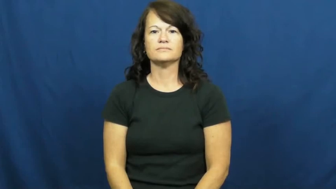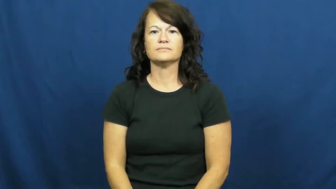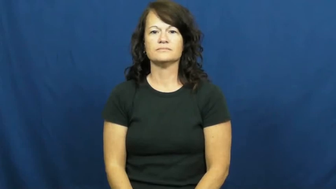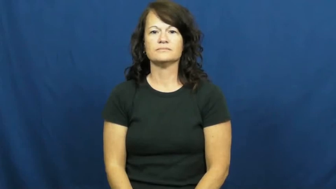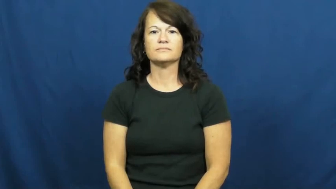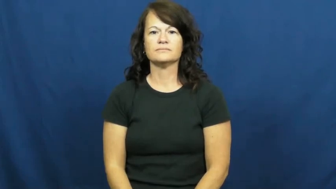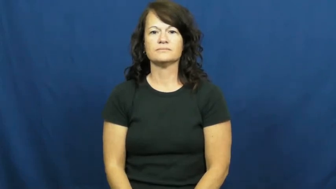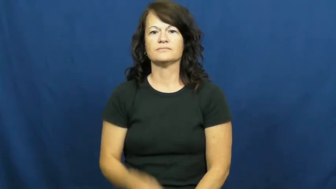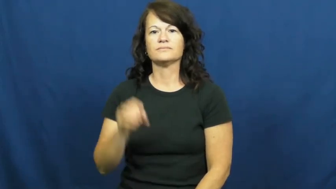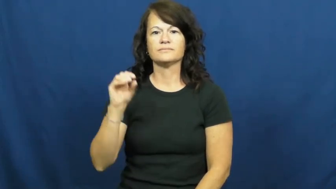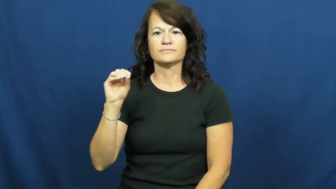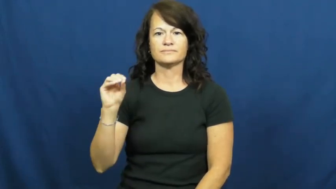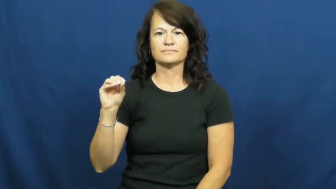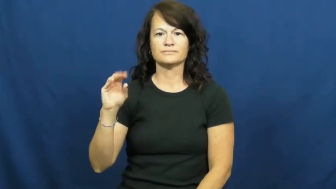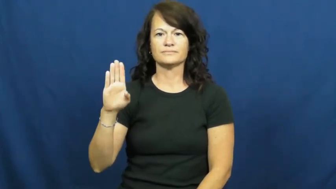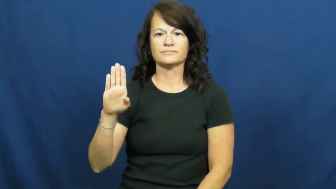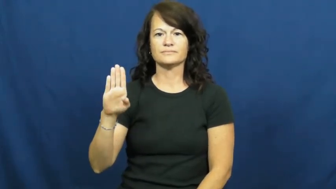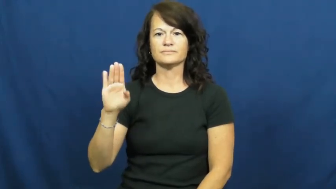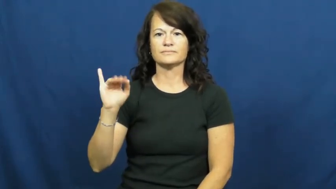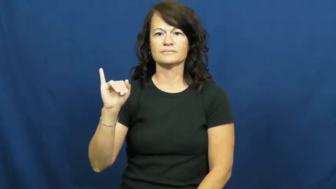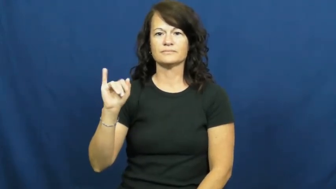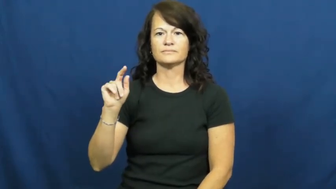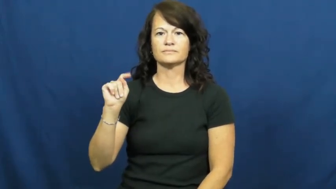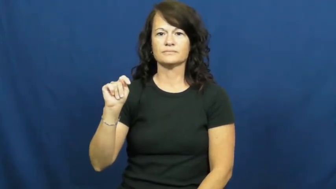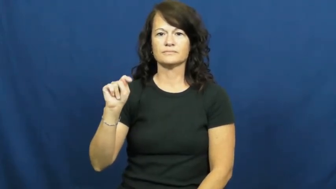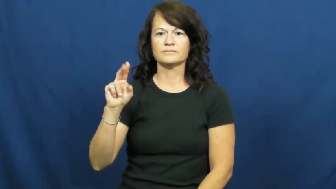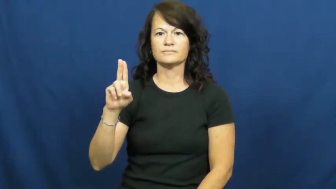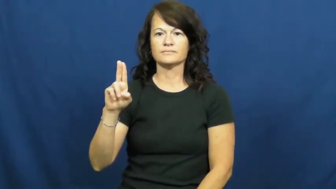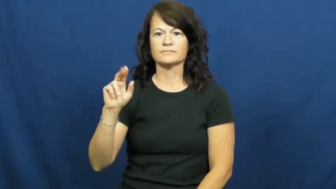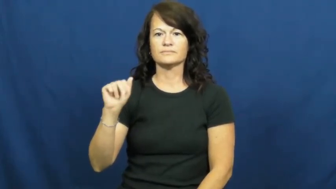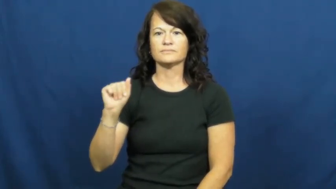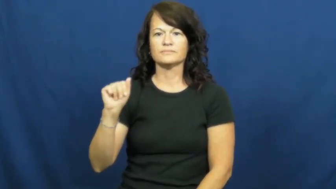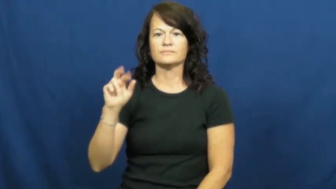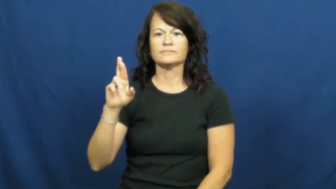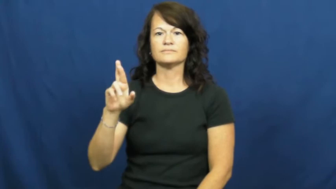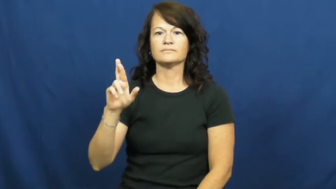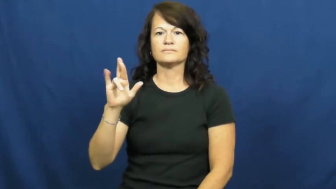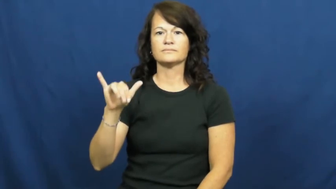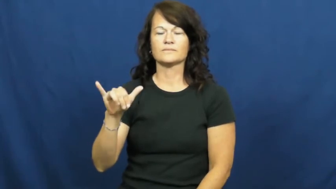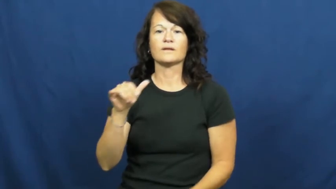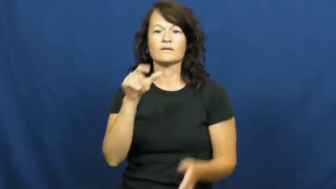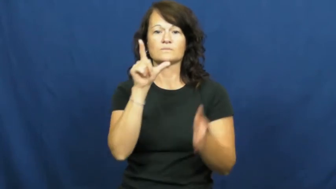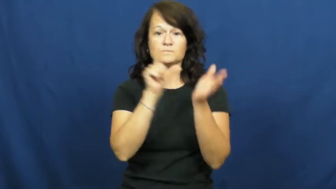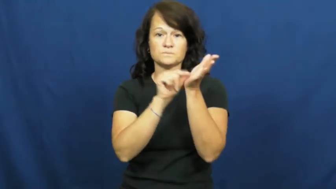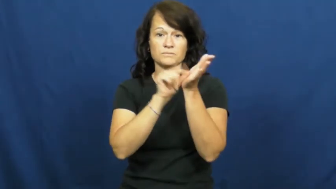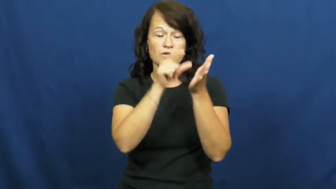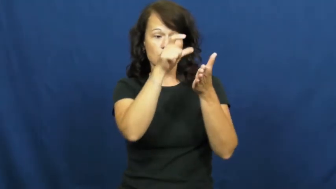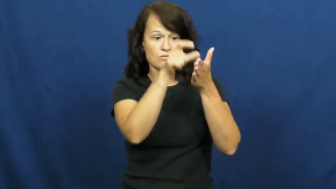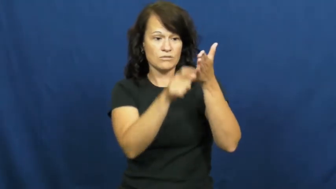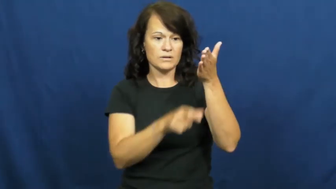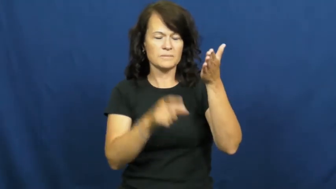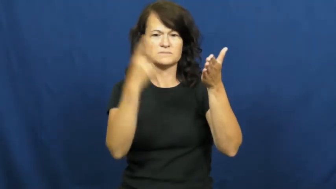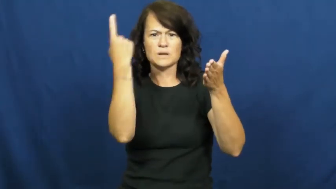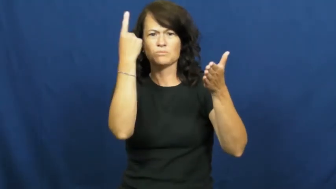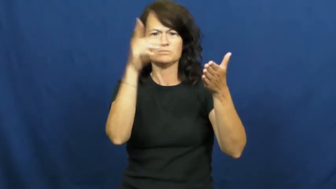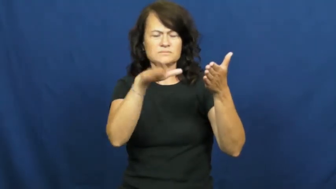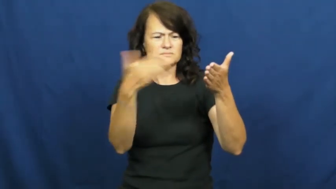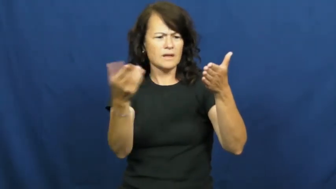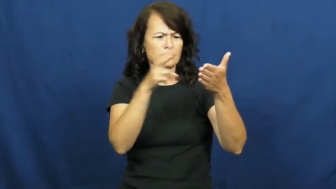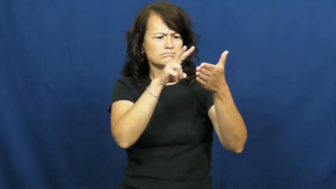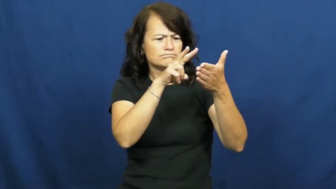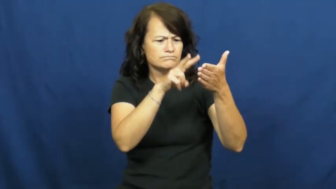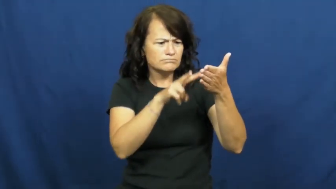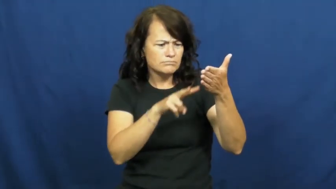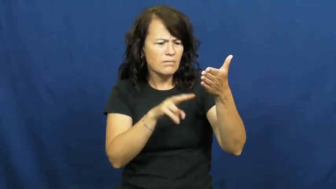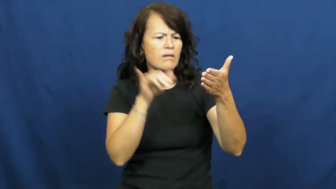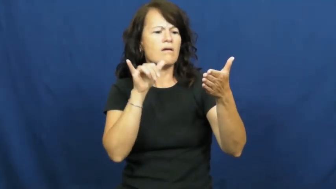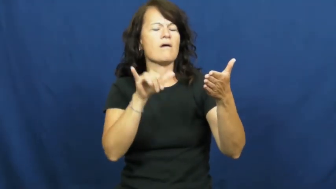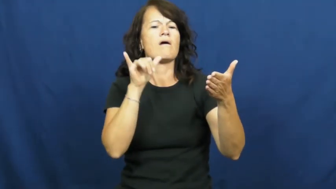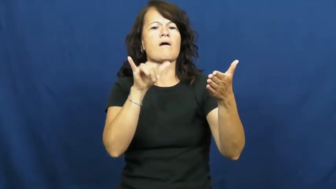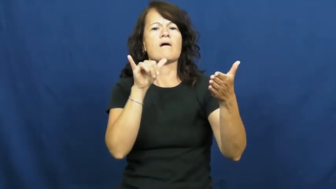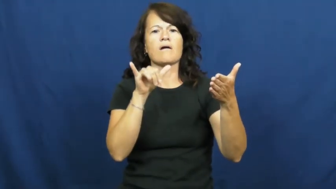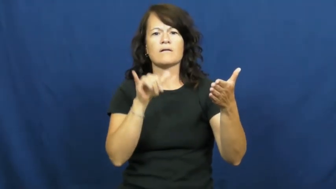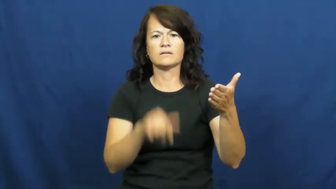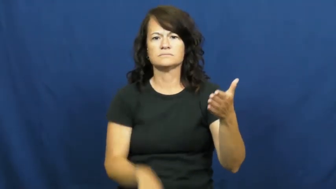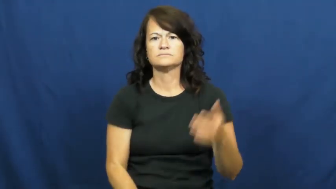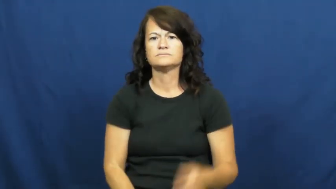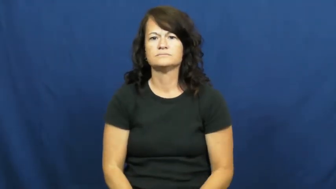obituary